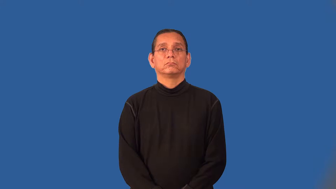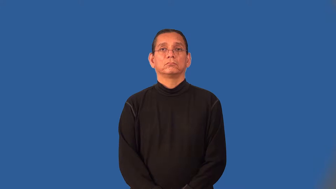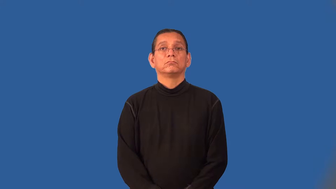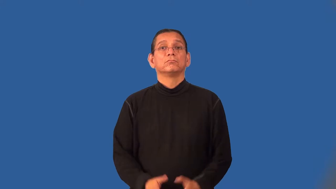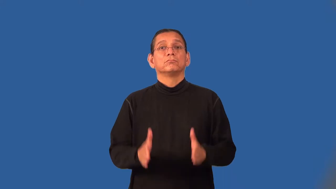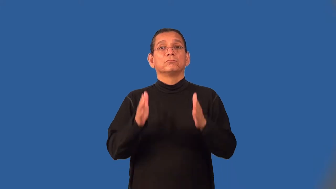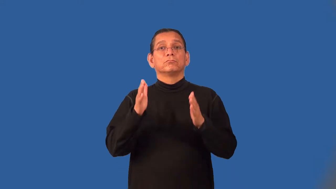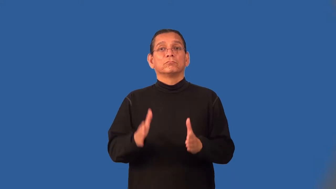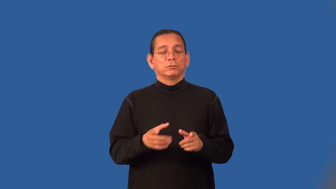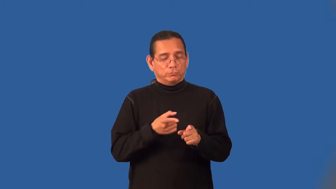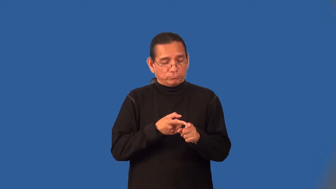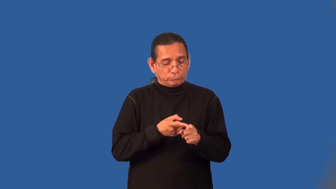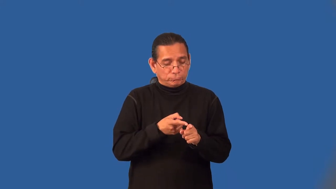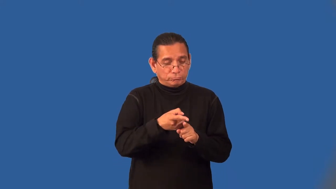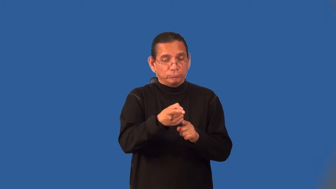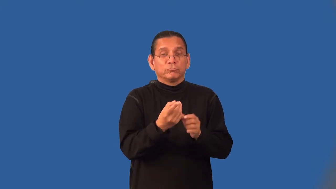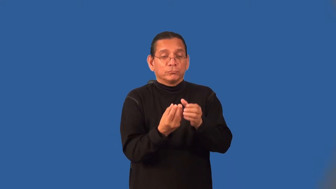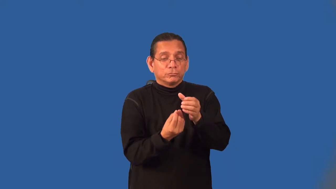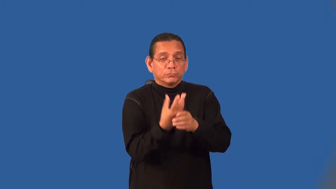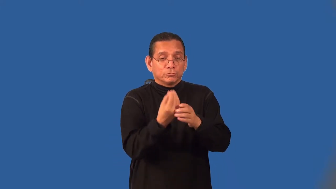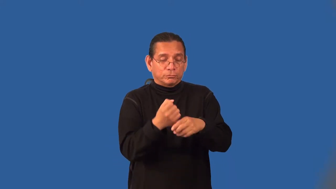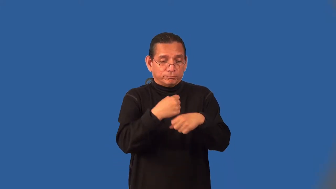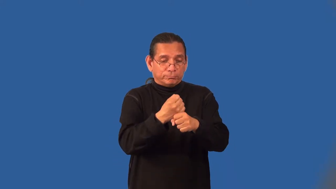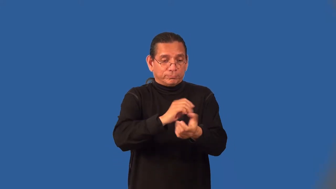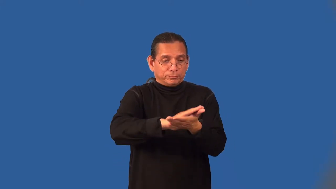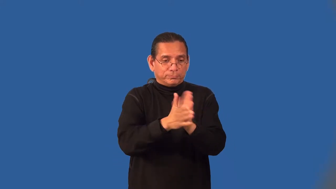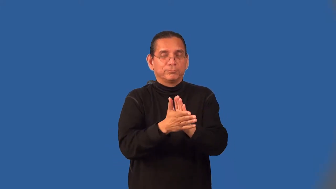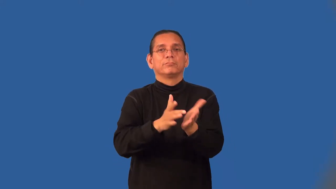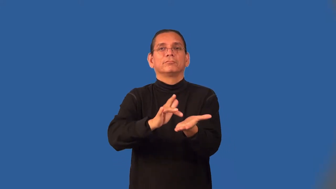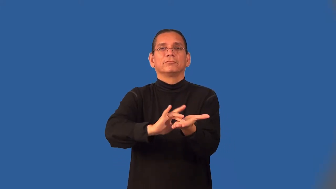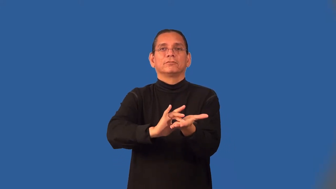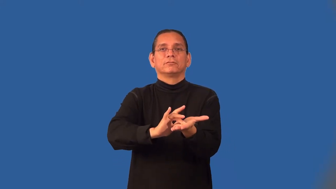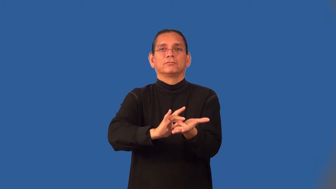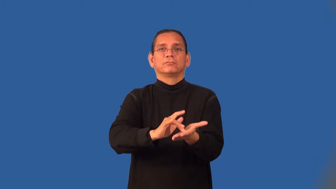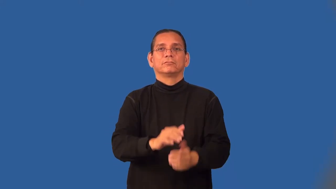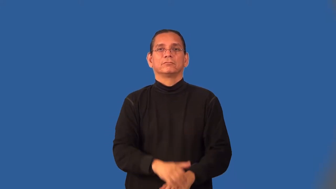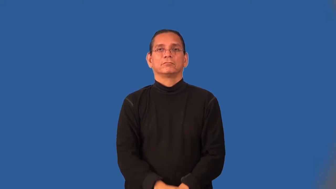herbalist